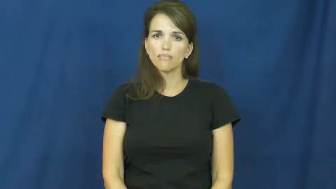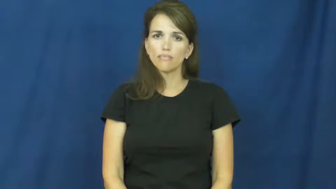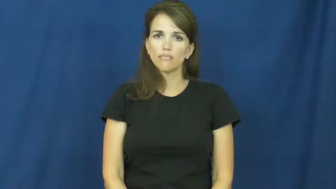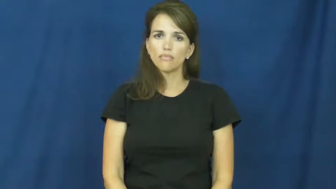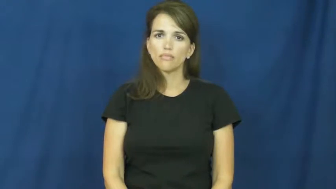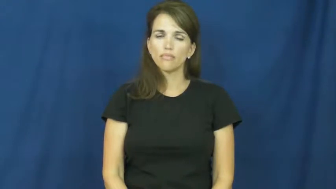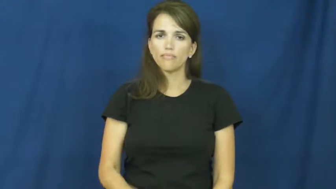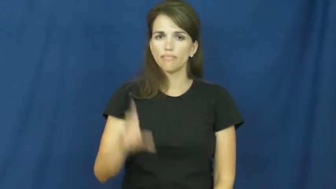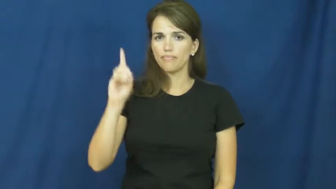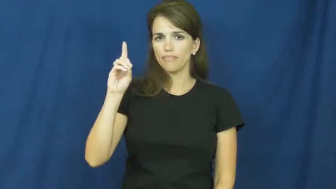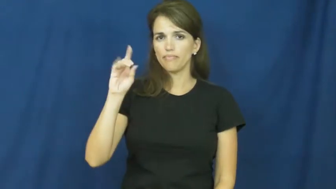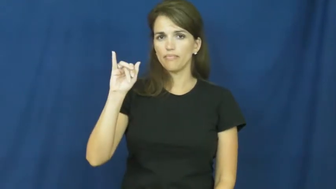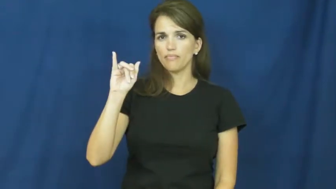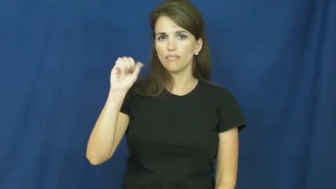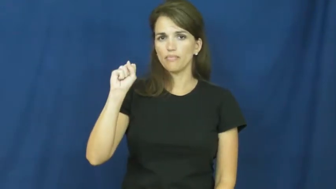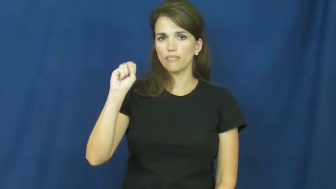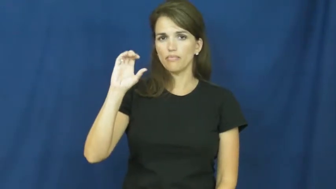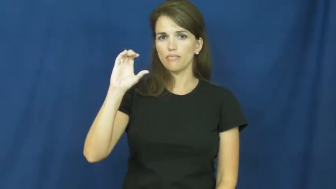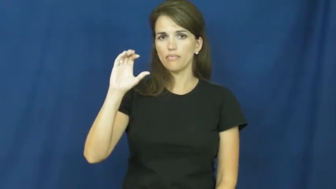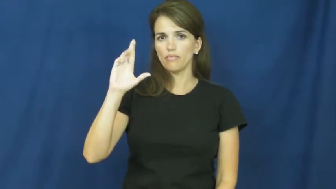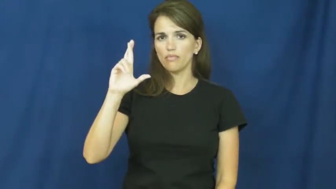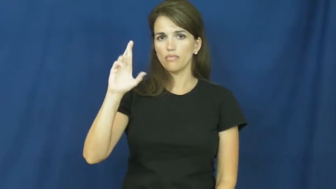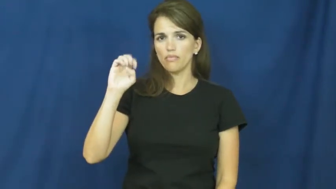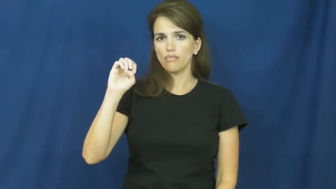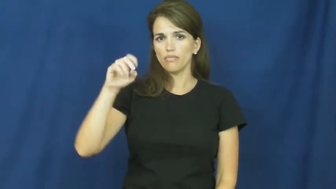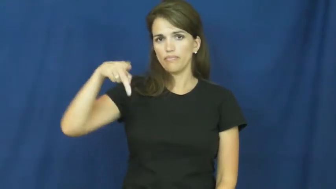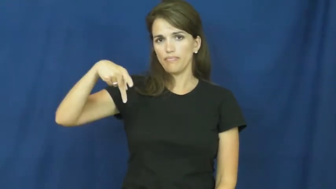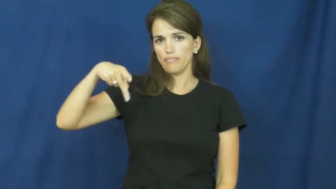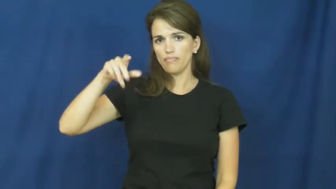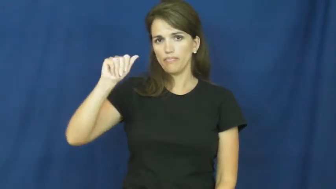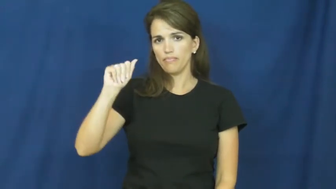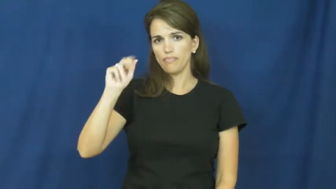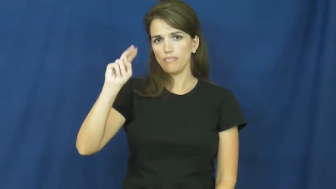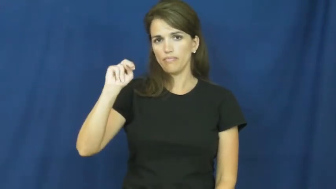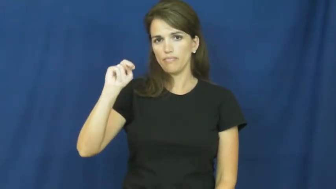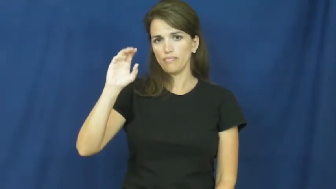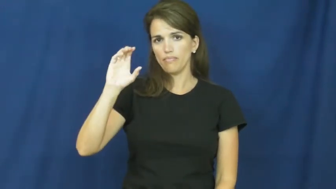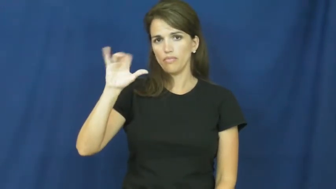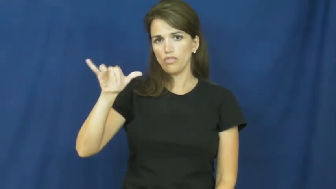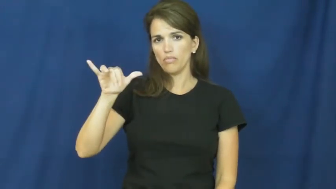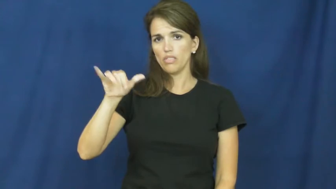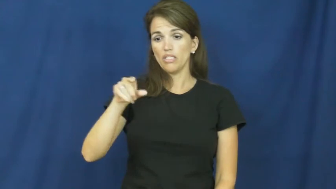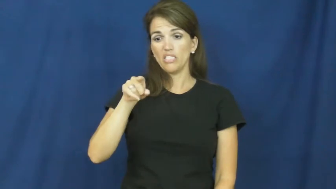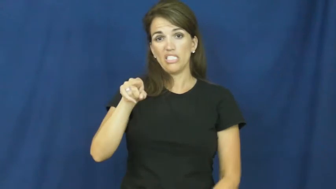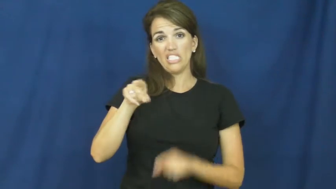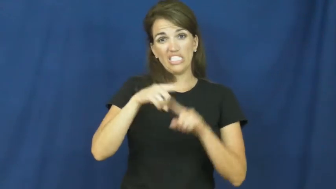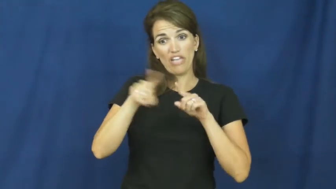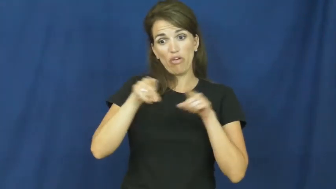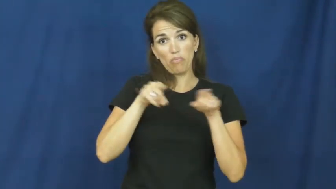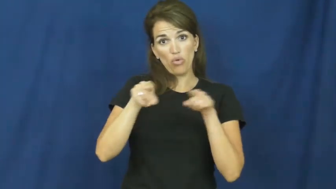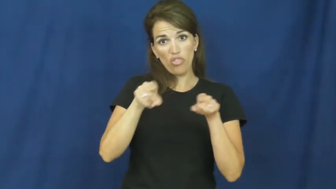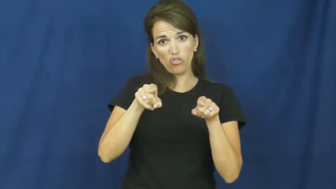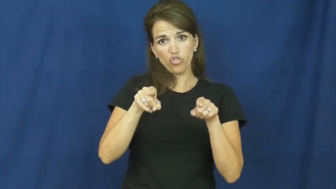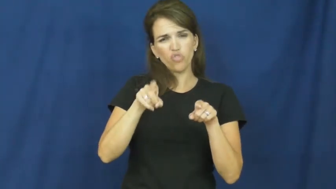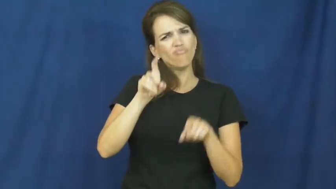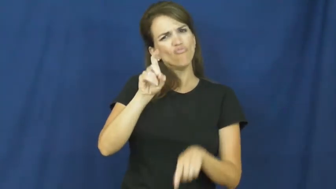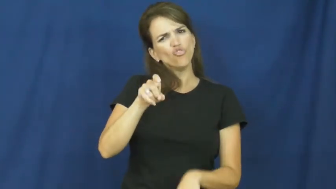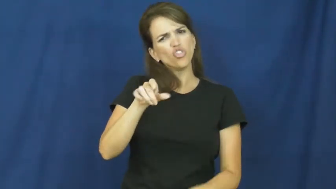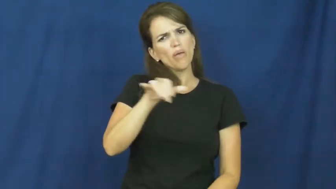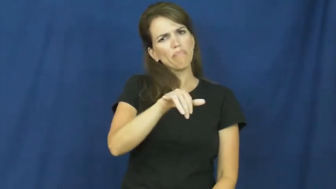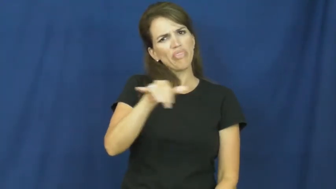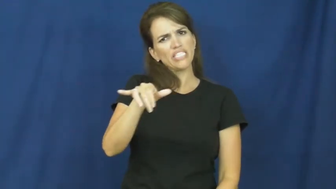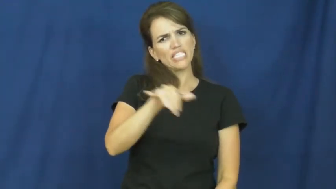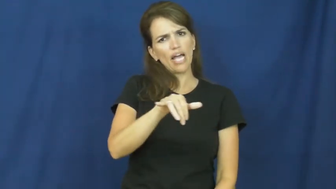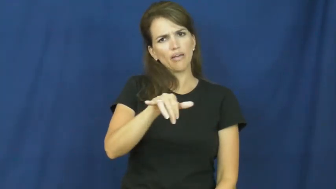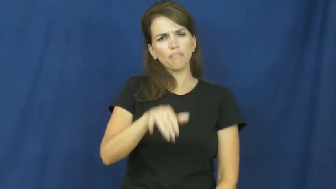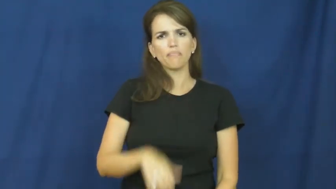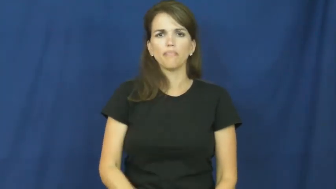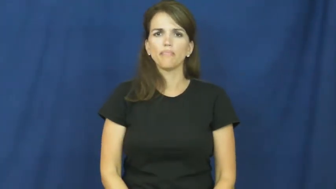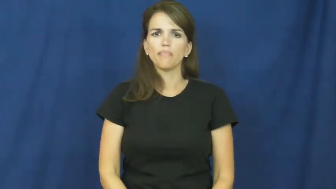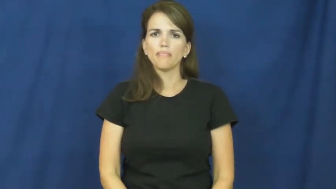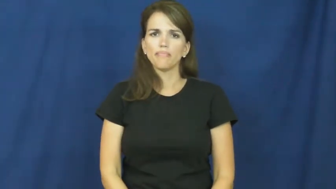discrepancy